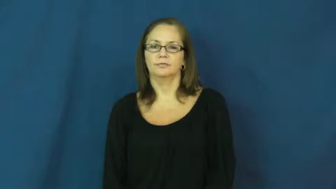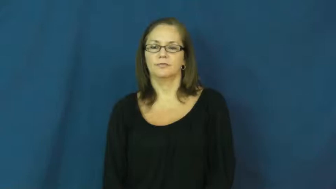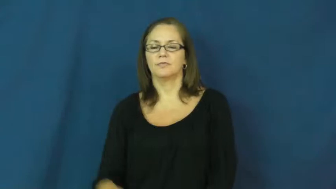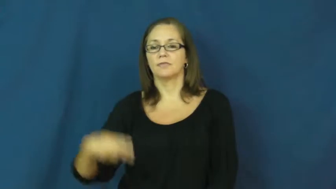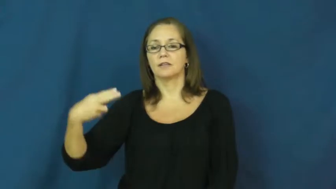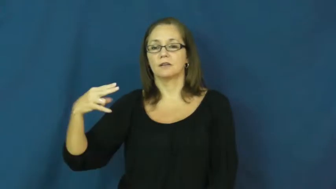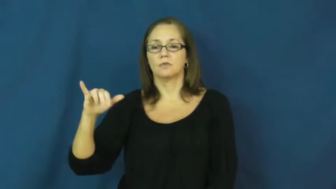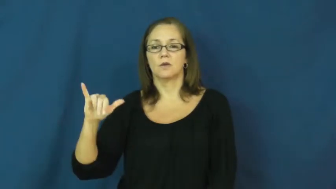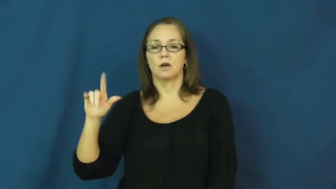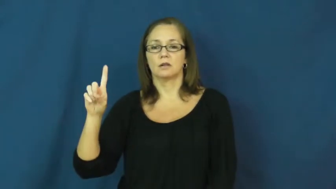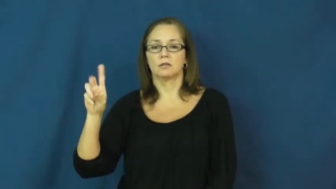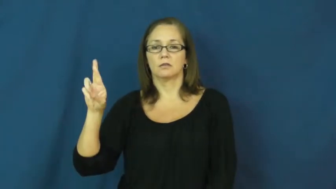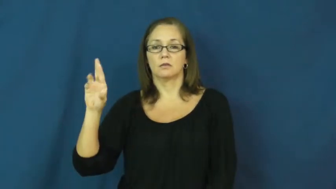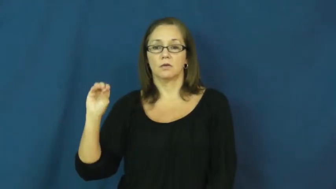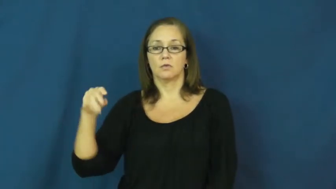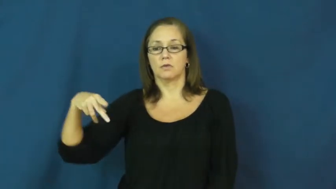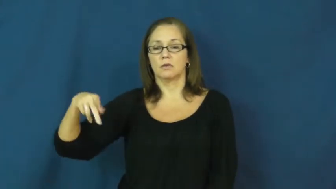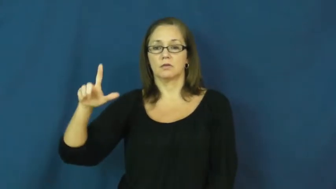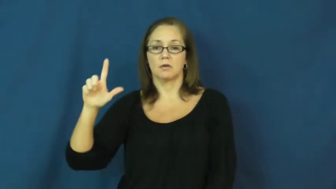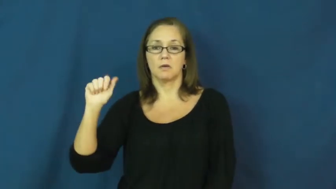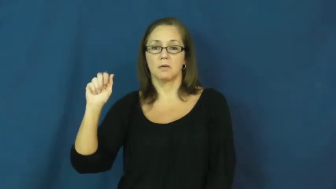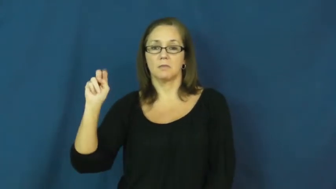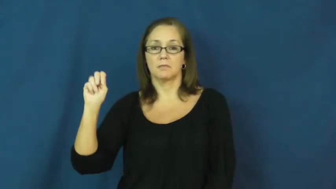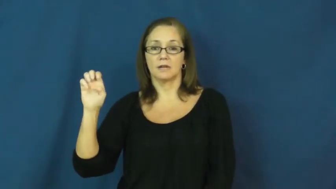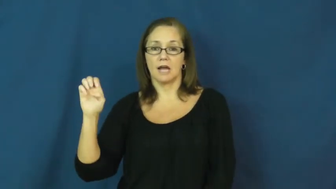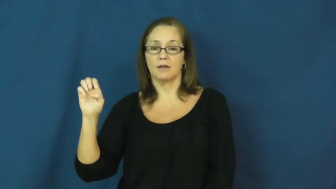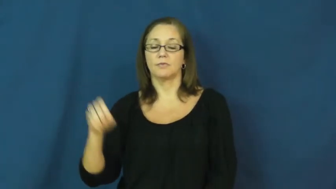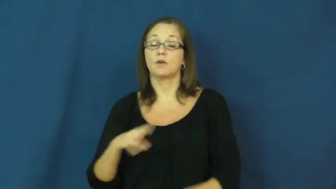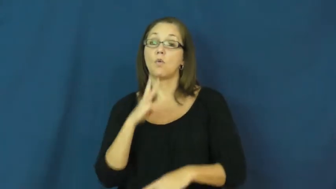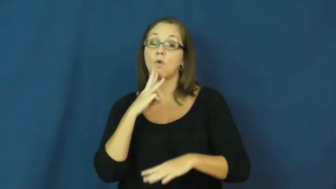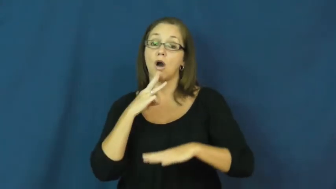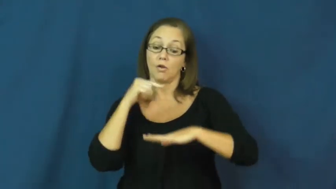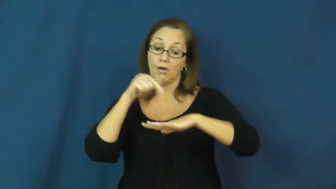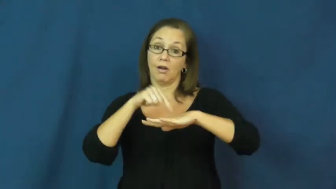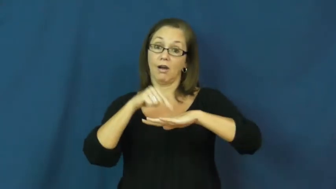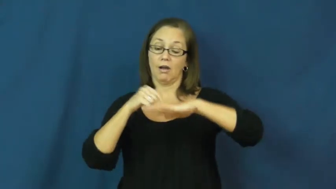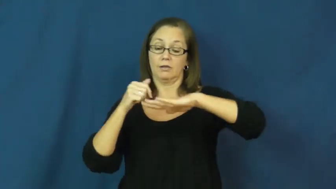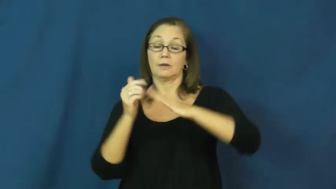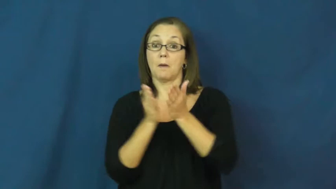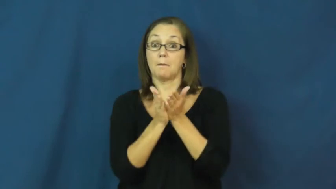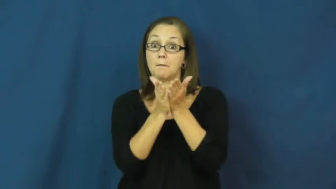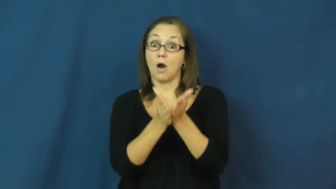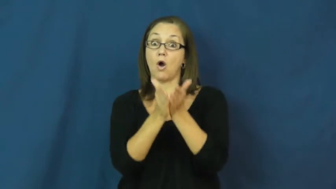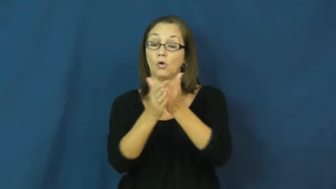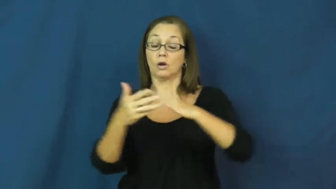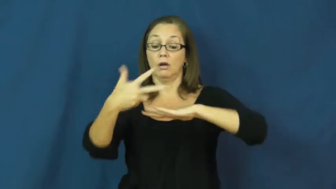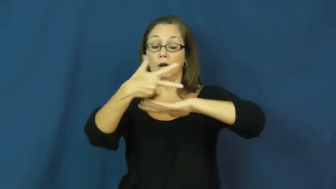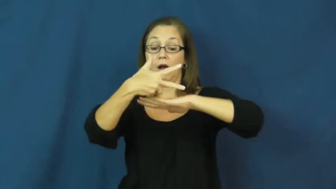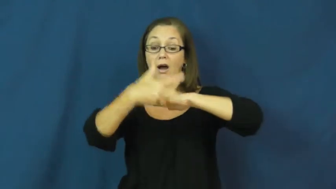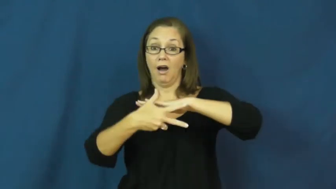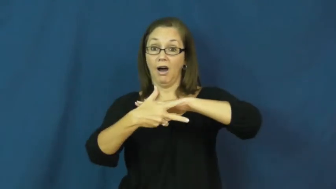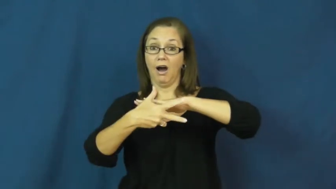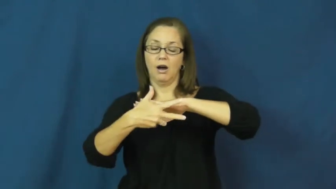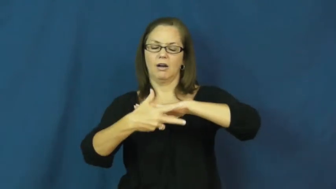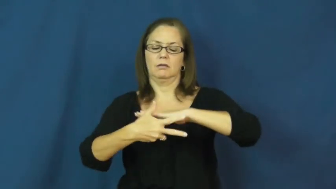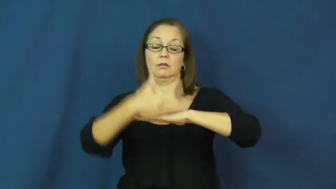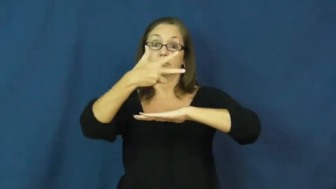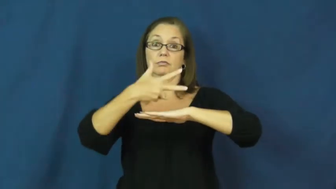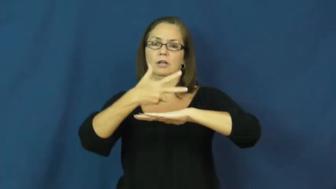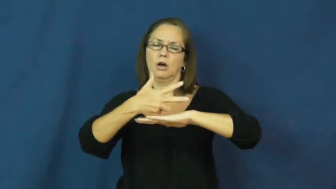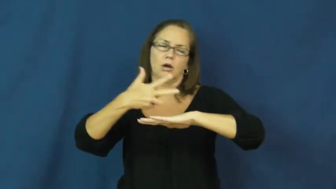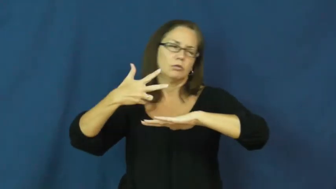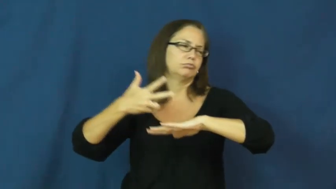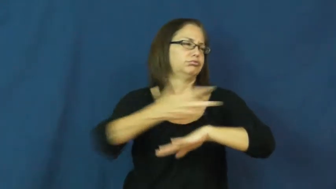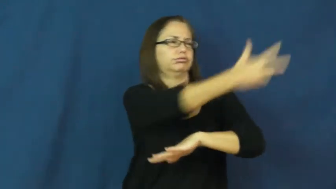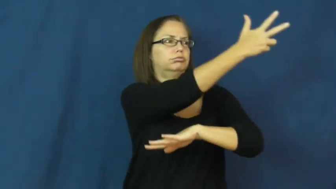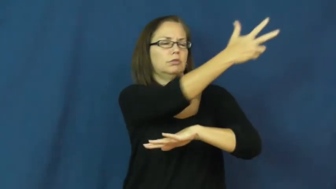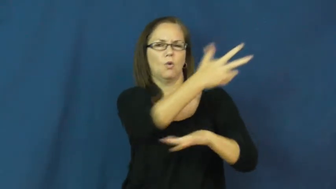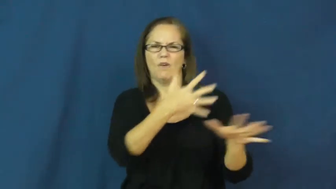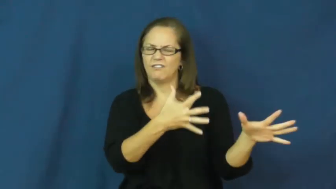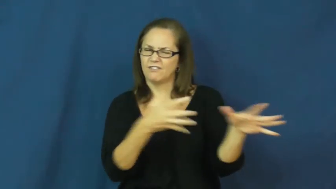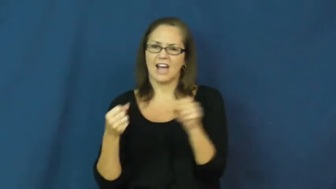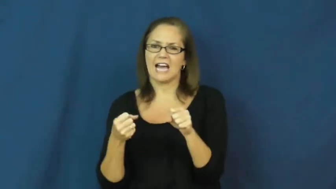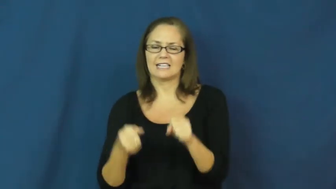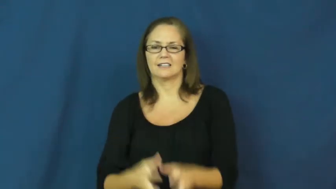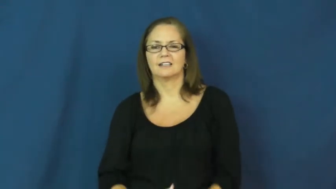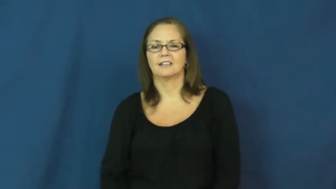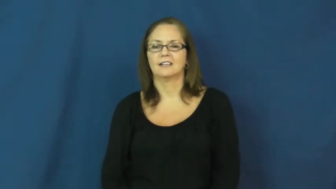hydroplane-boat